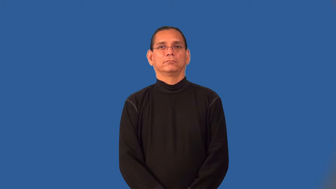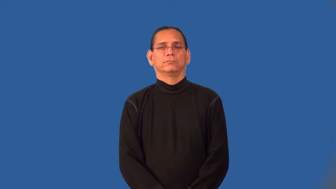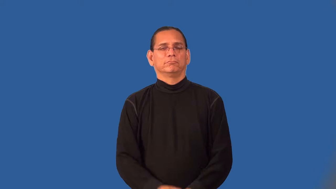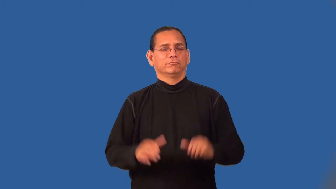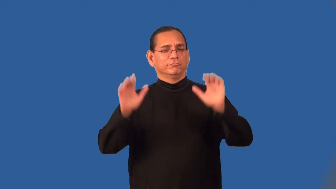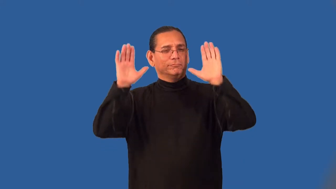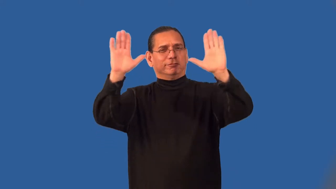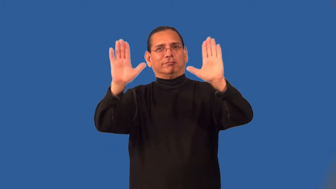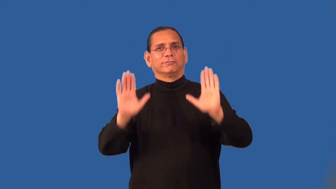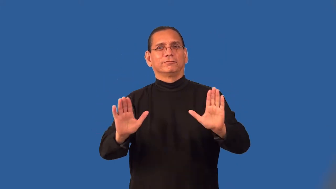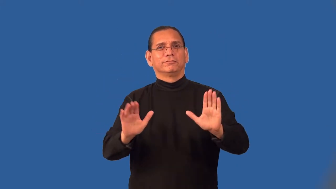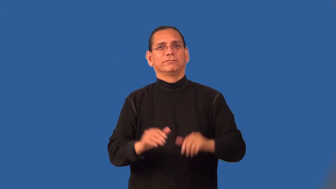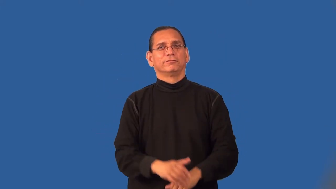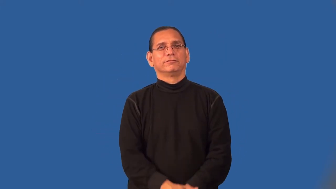peachy,rosy